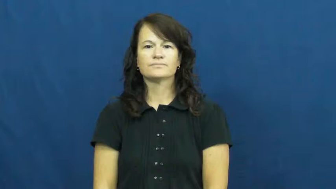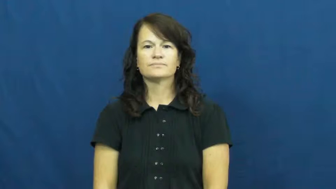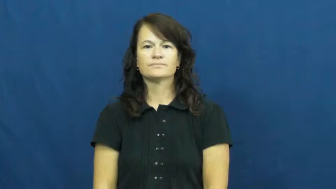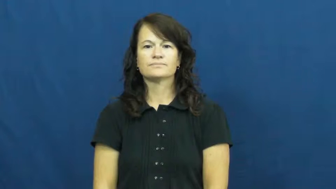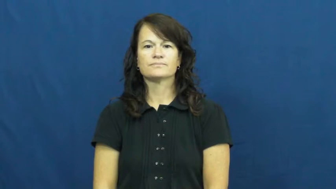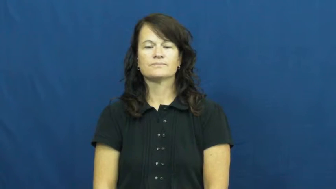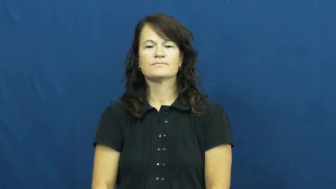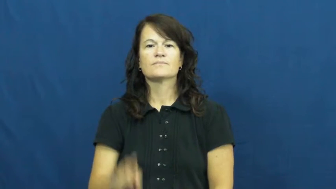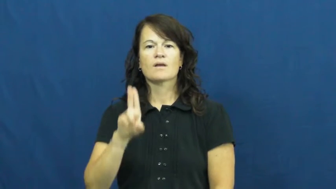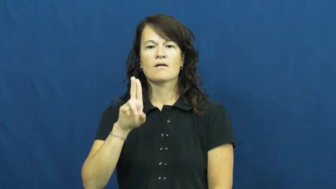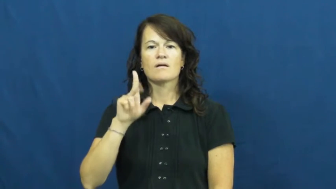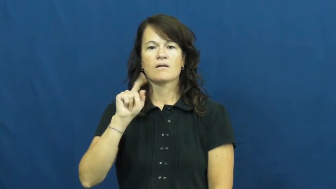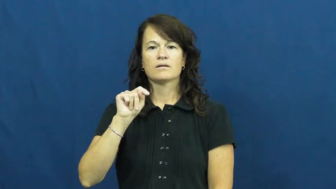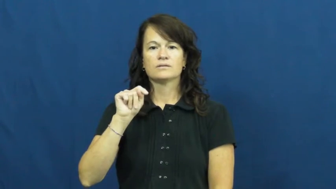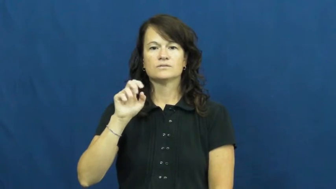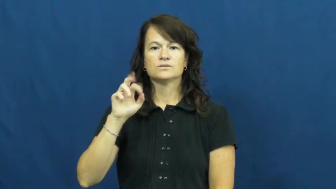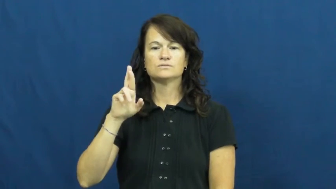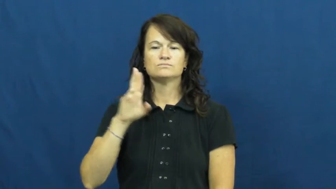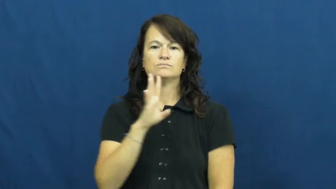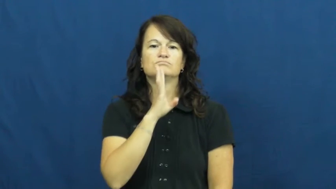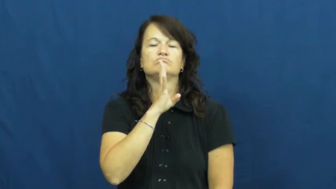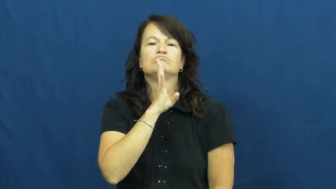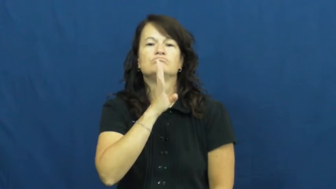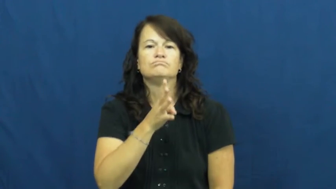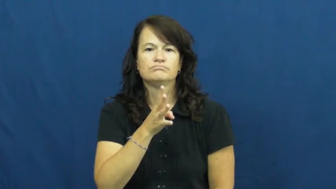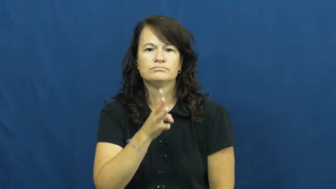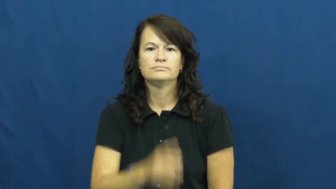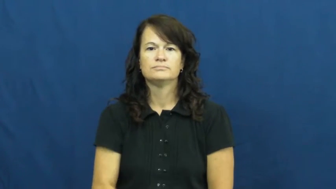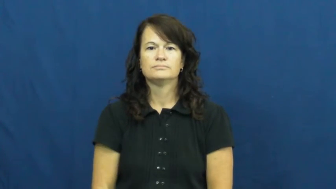utter-say